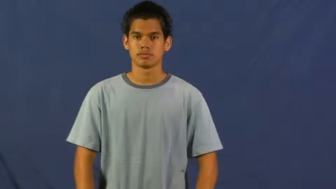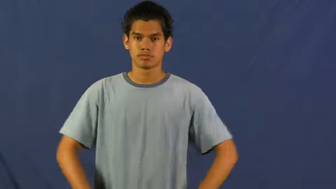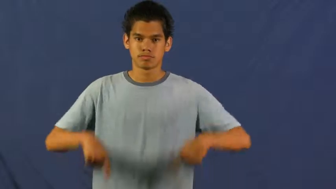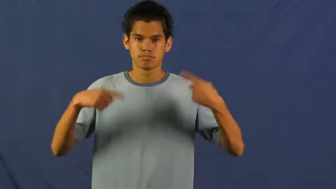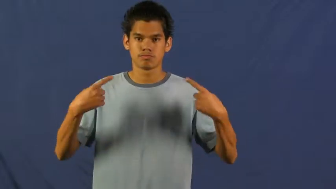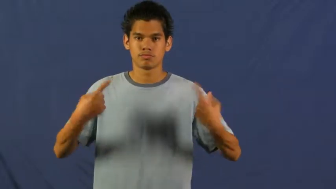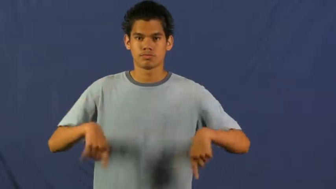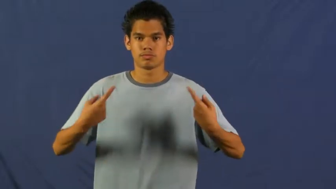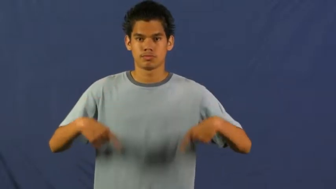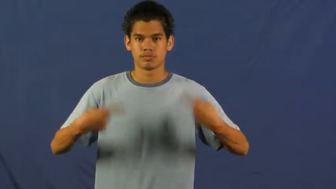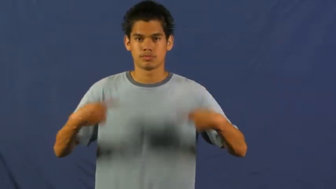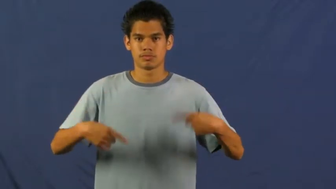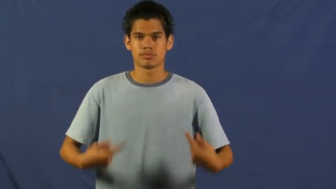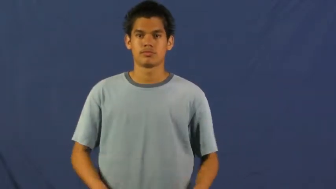have it out with